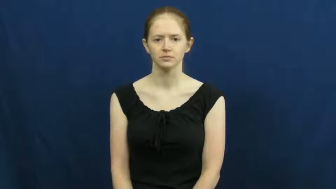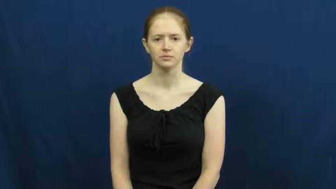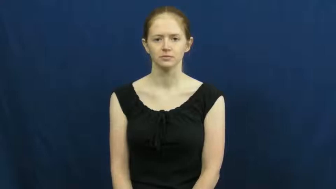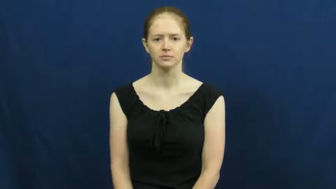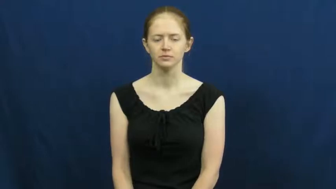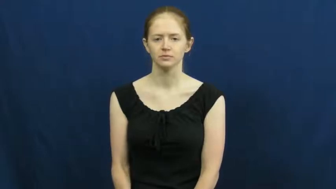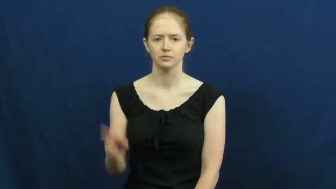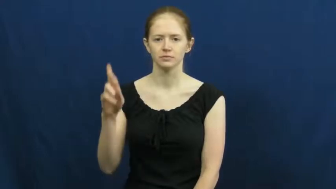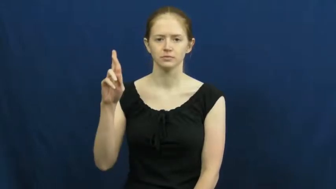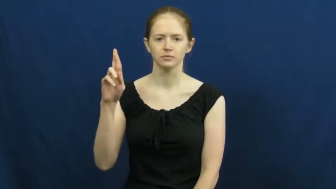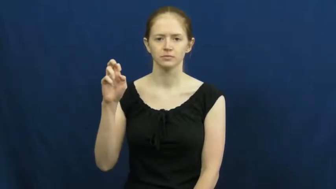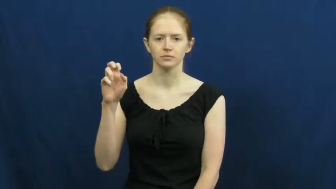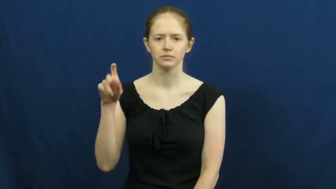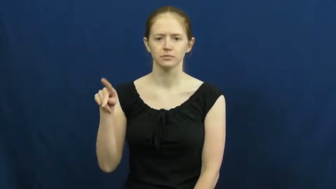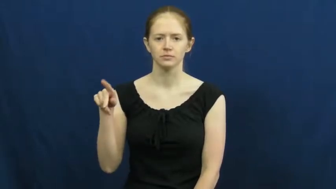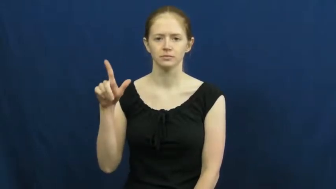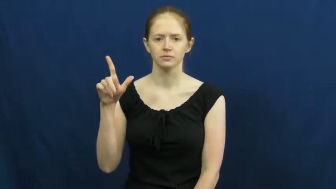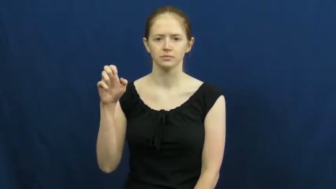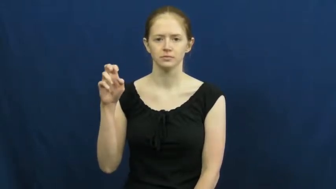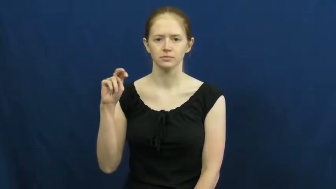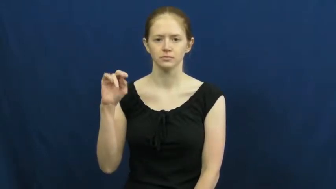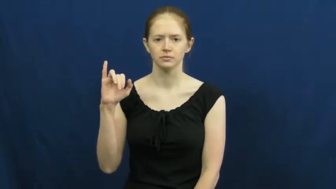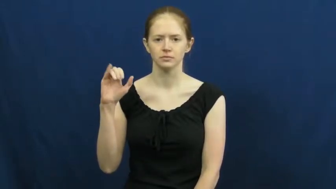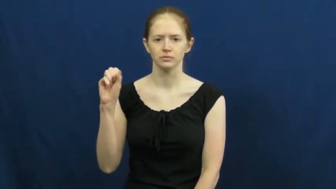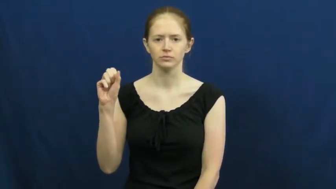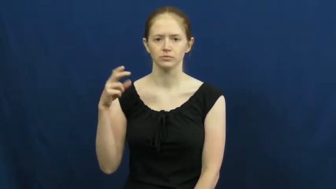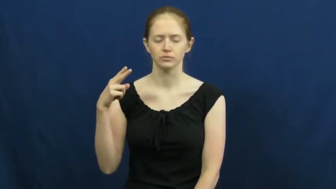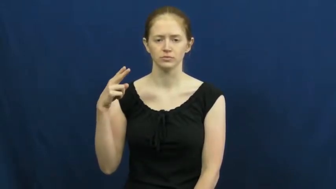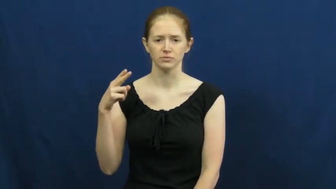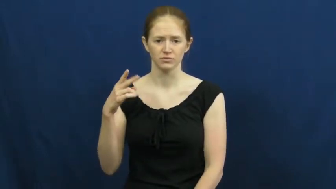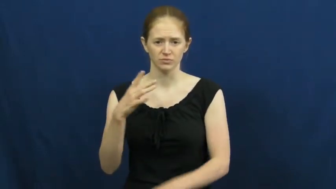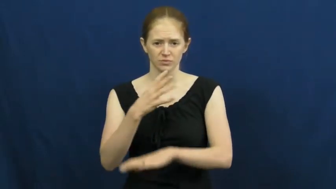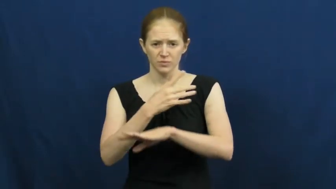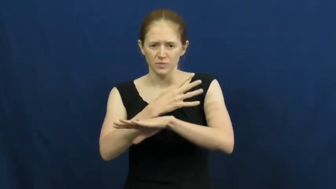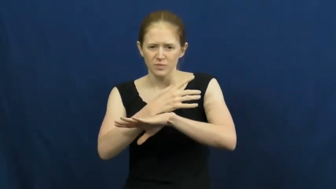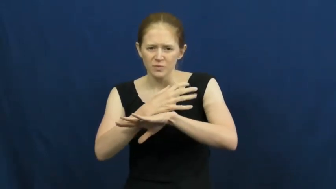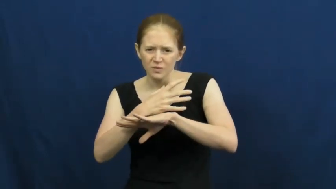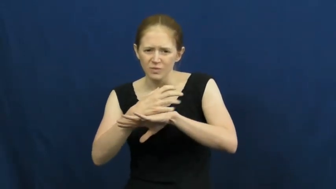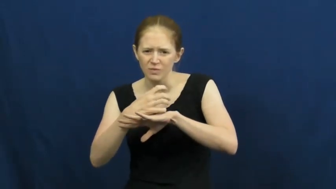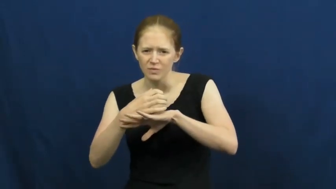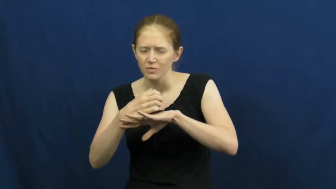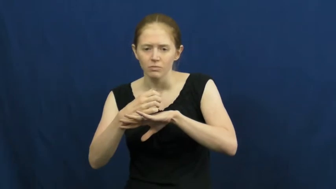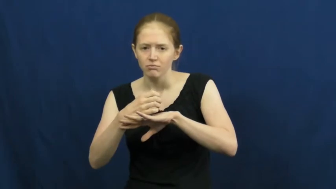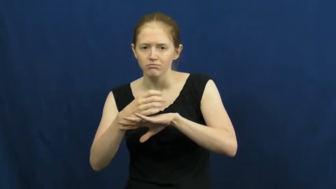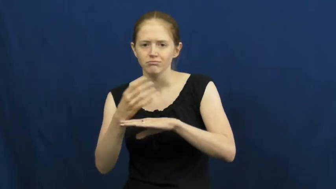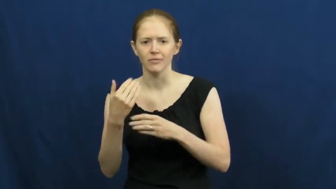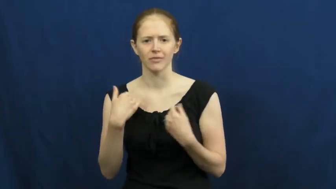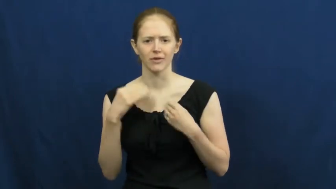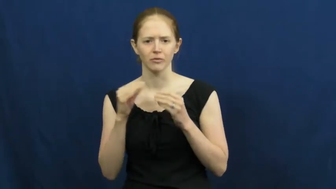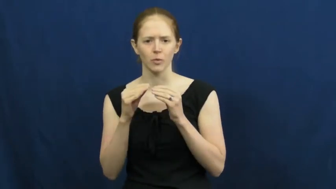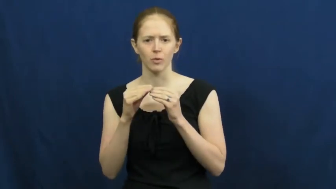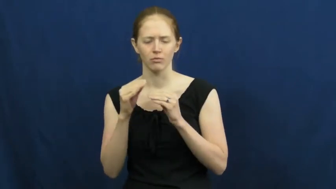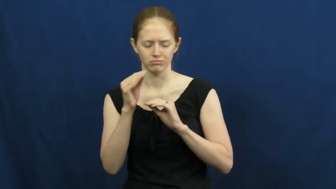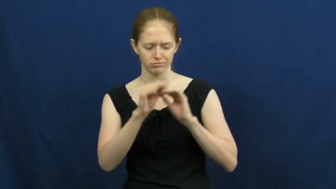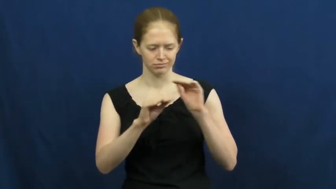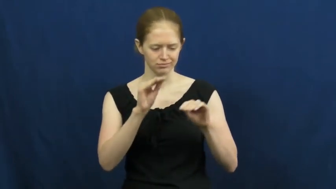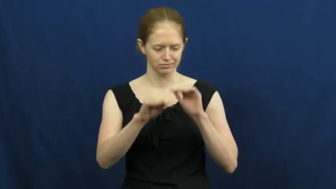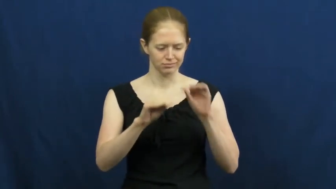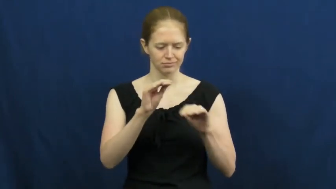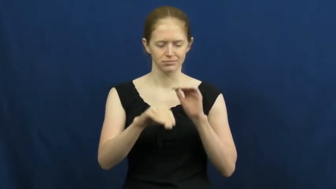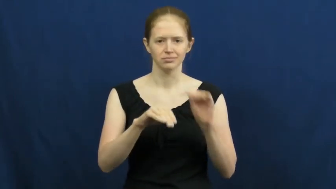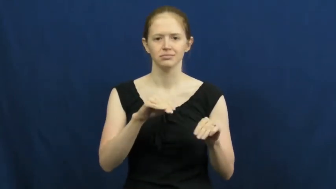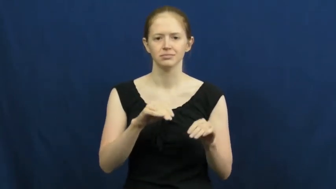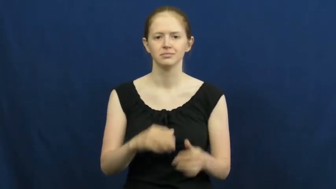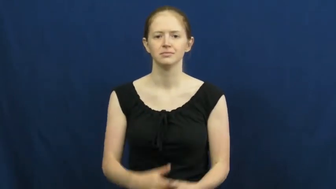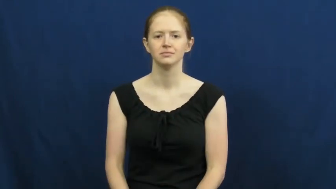replenish,plenish